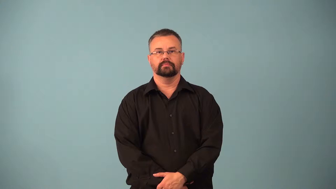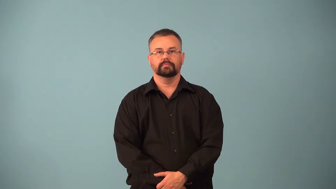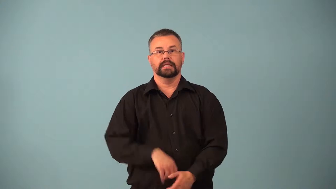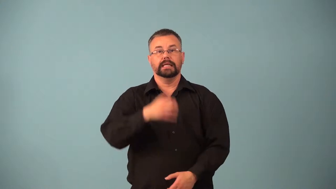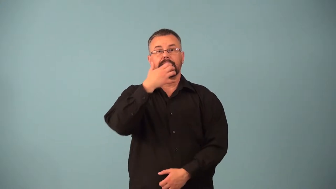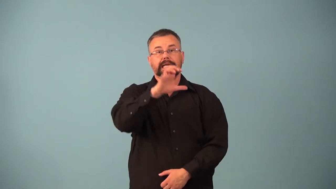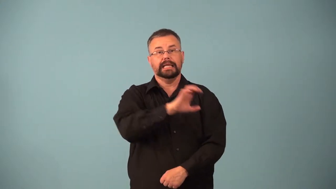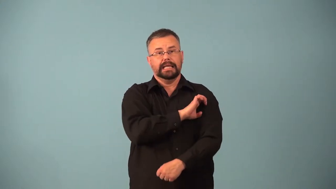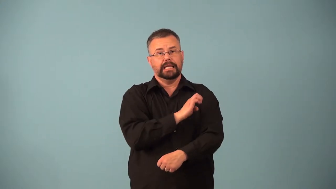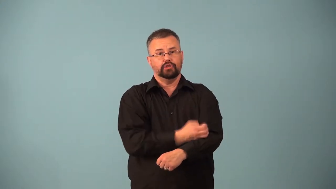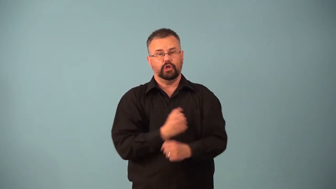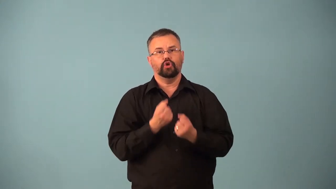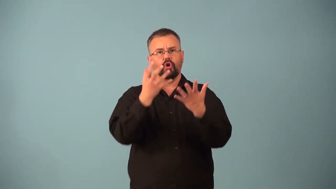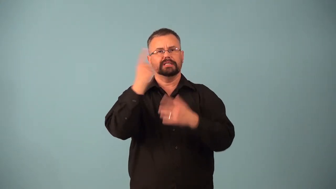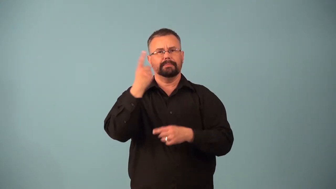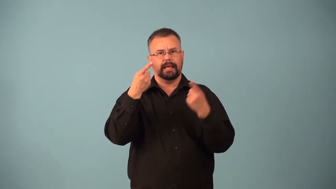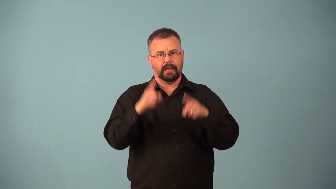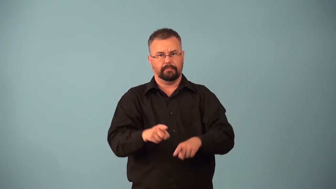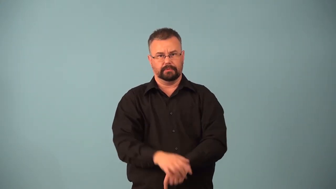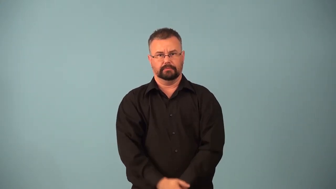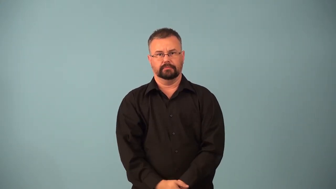enthalpy